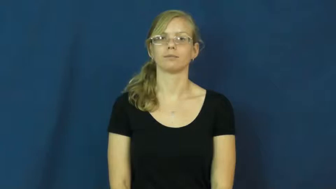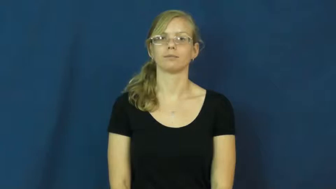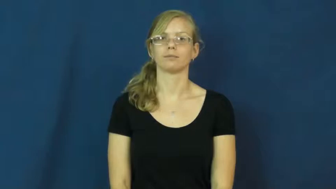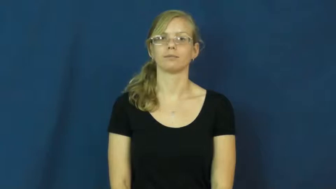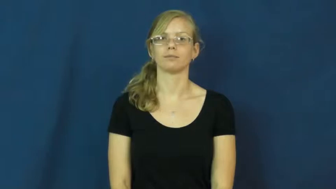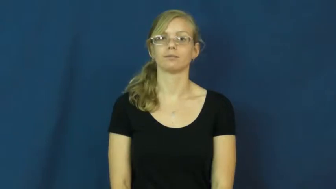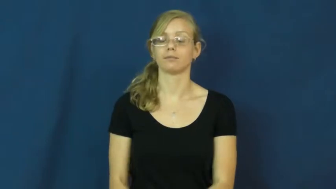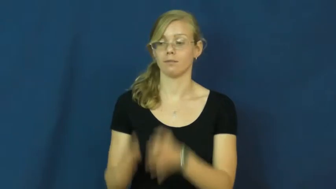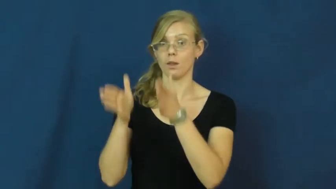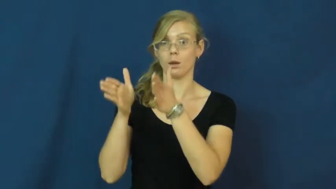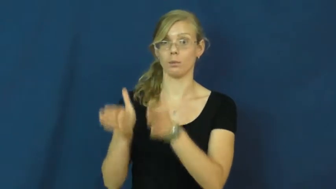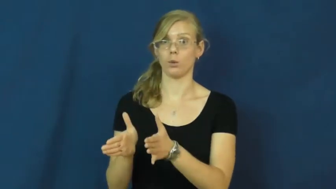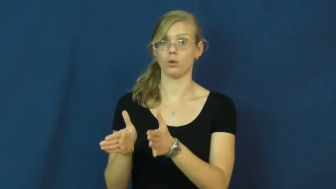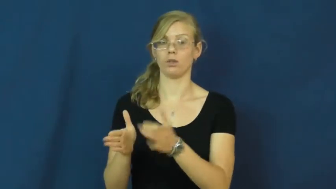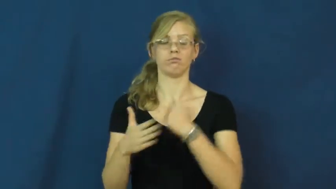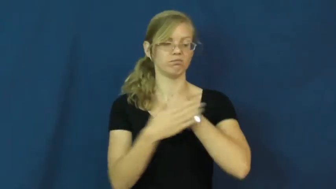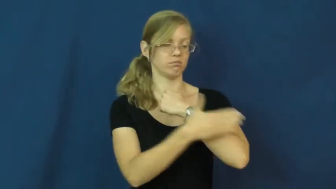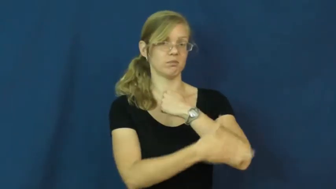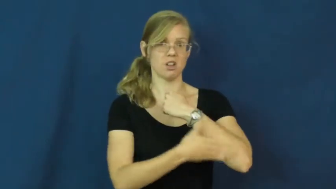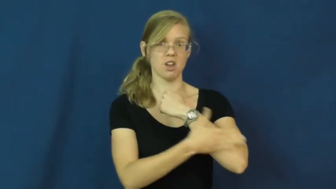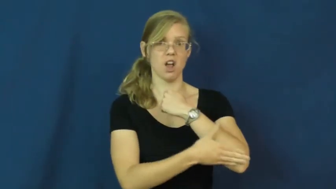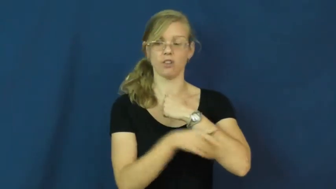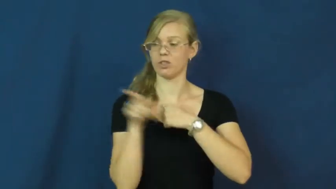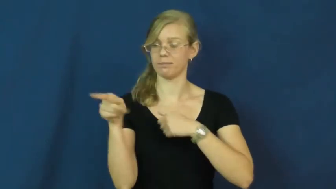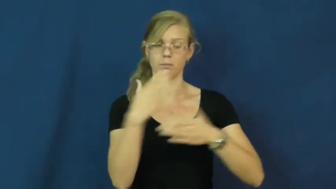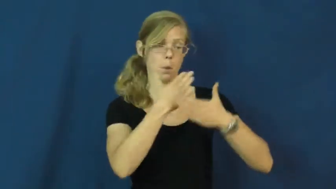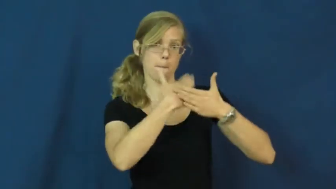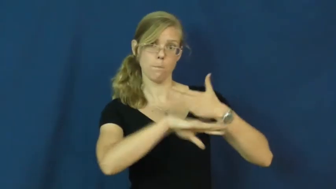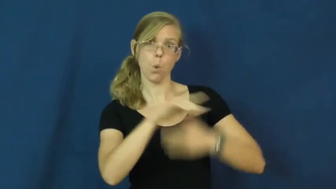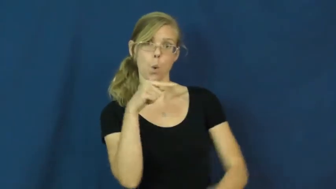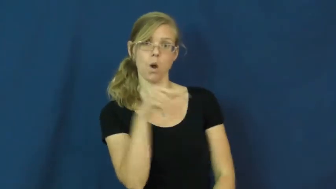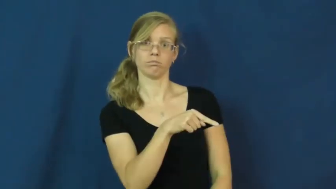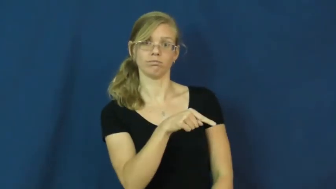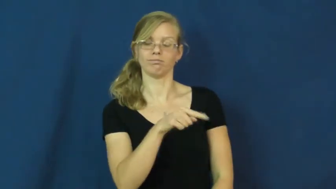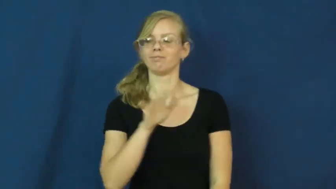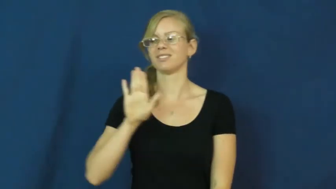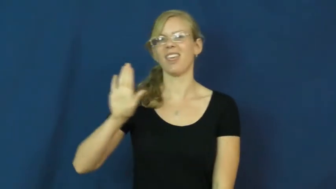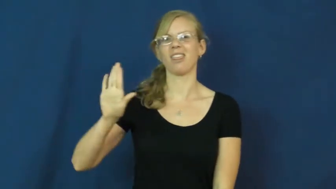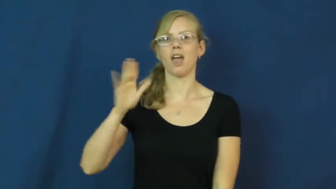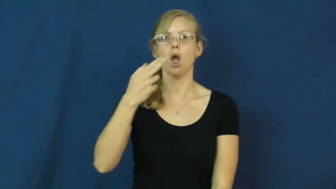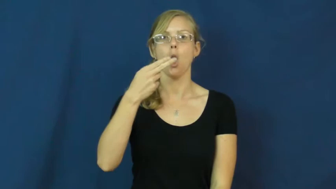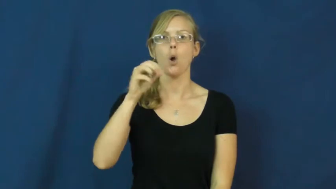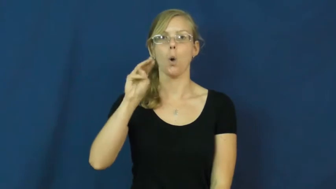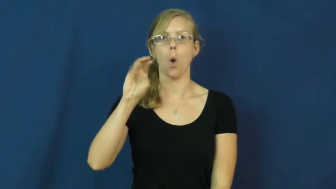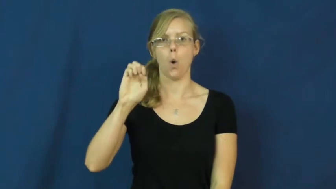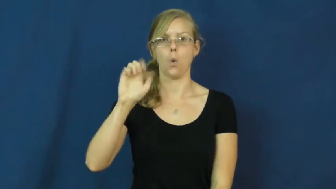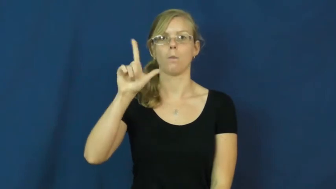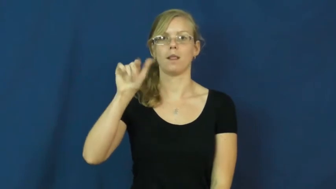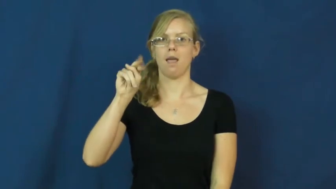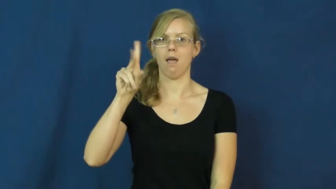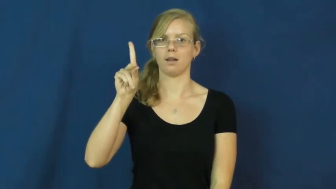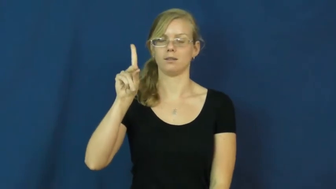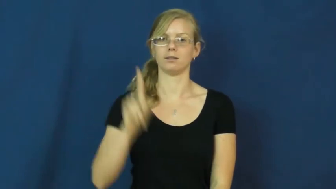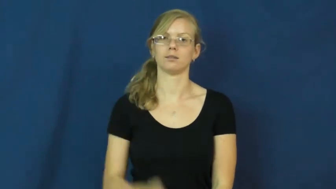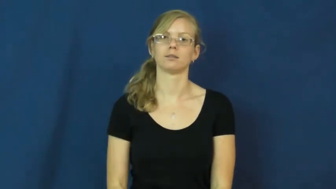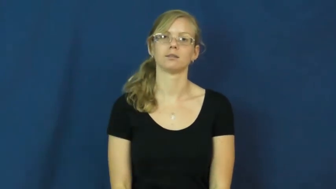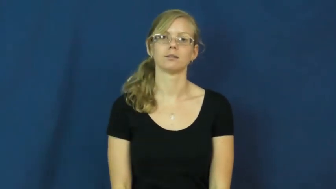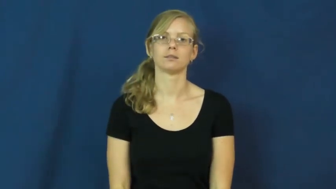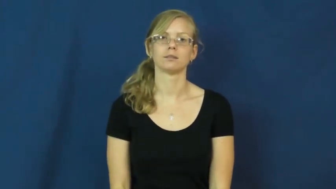homeland